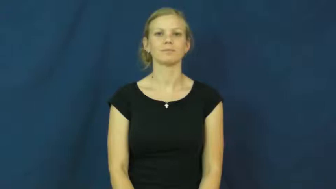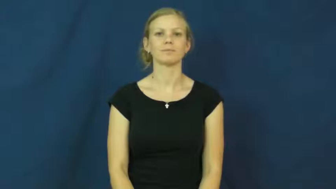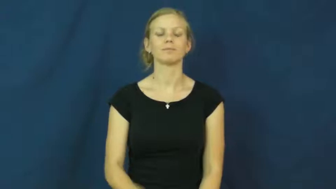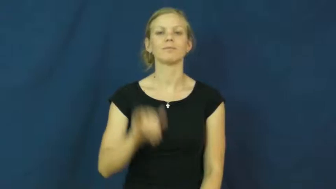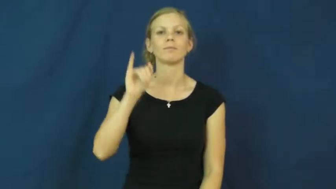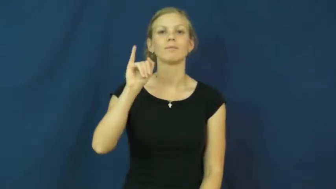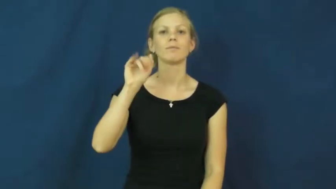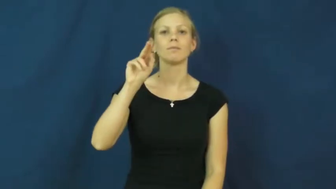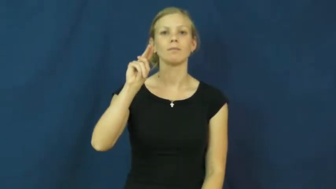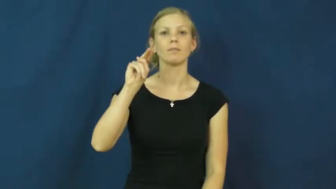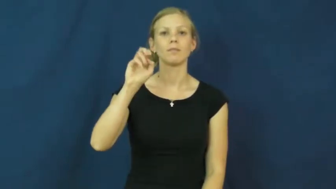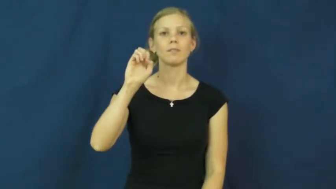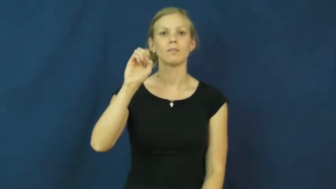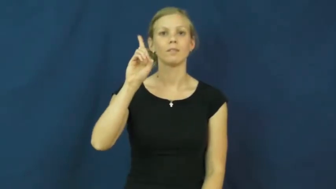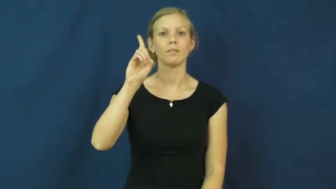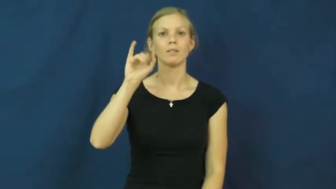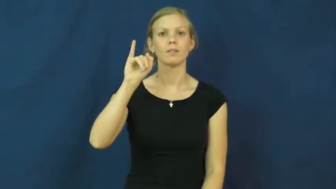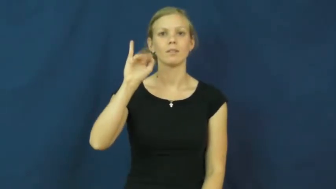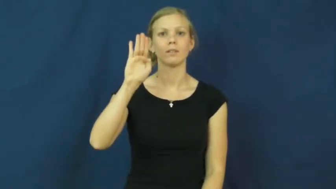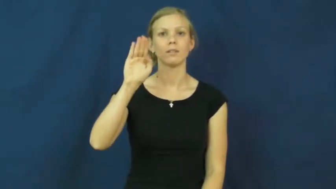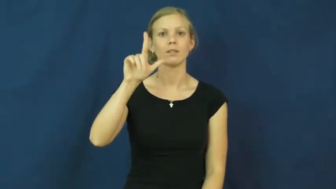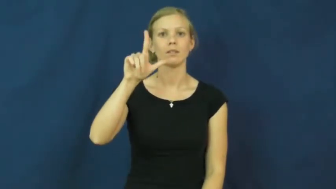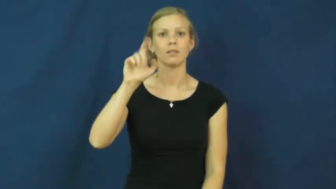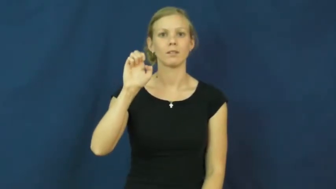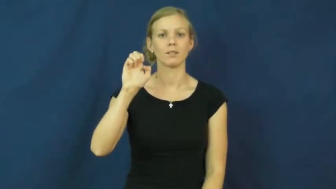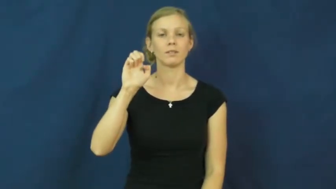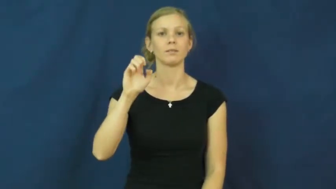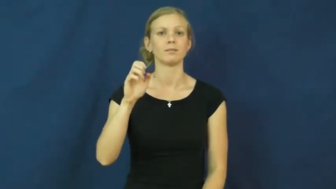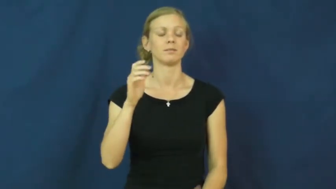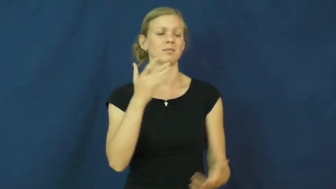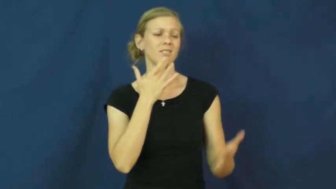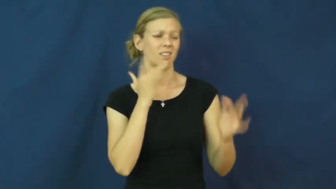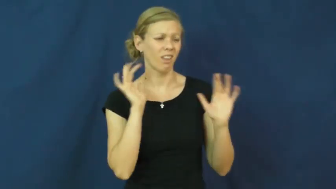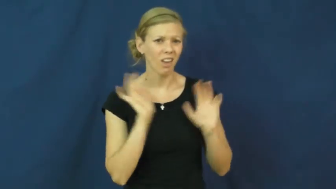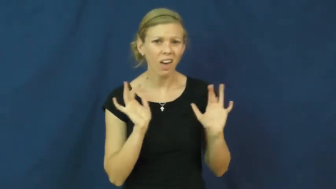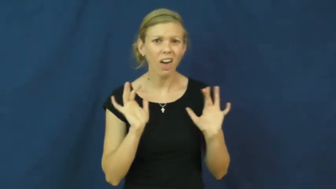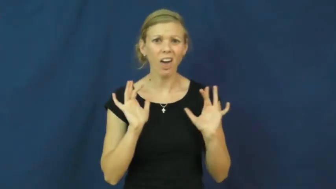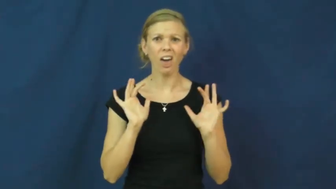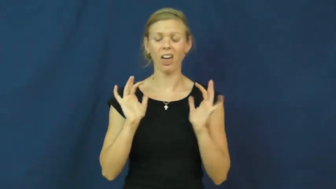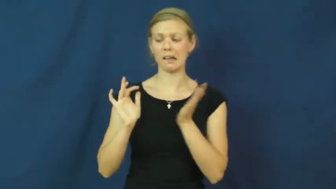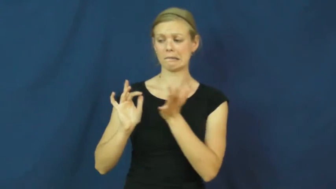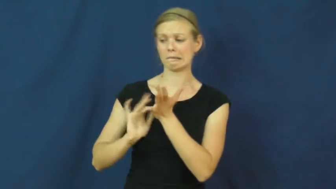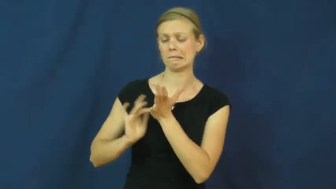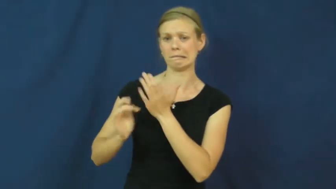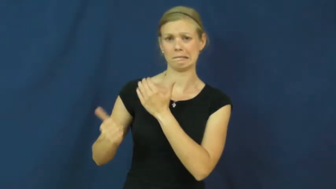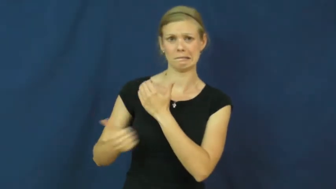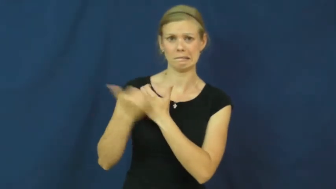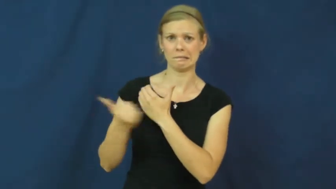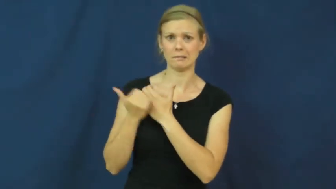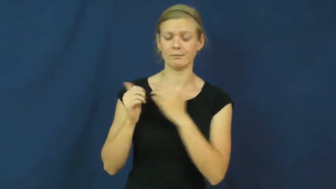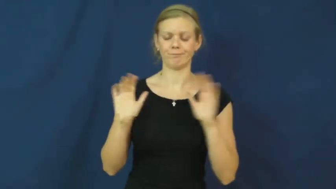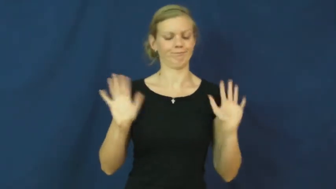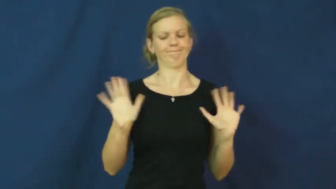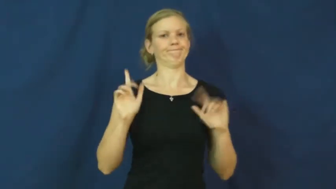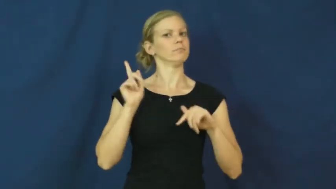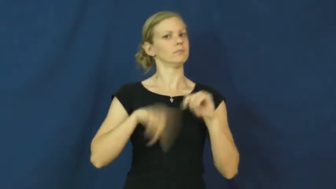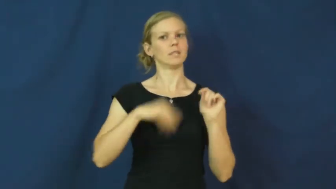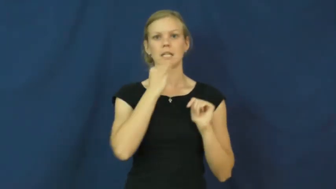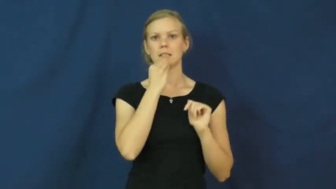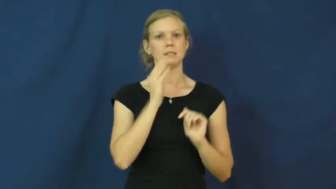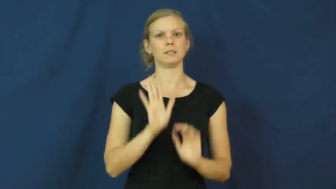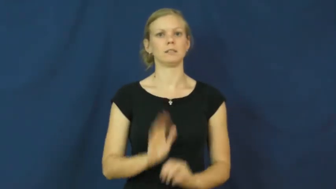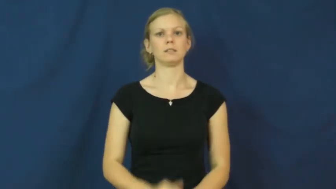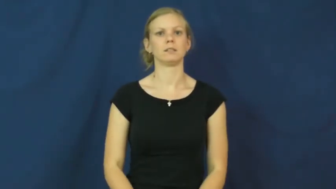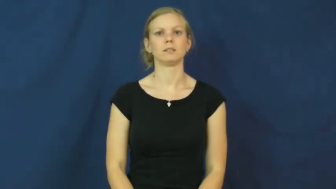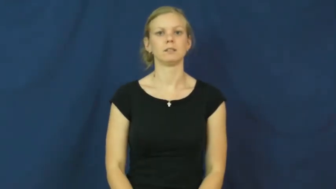inedible